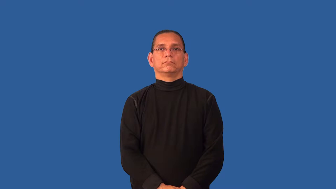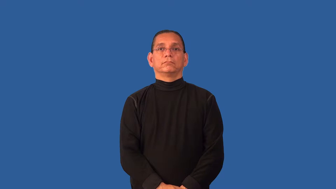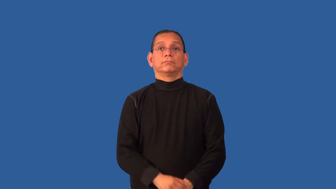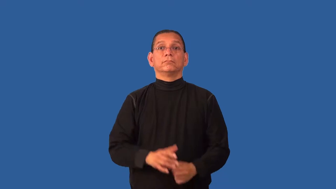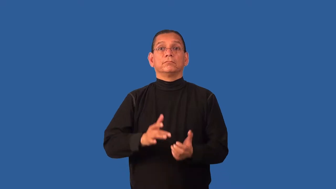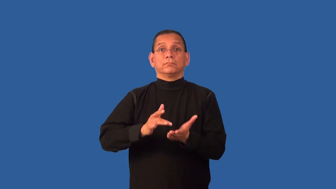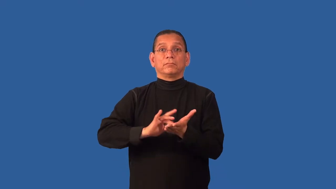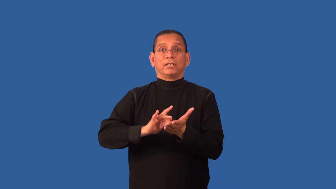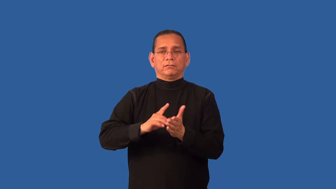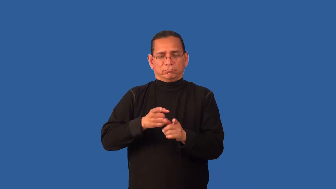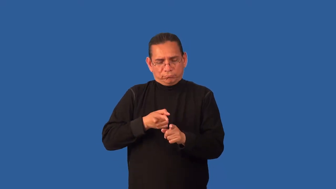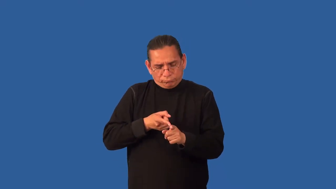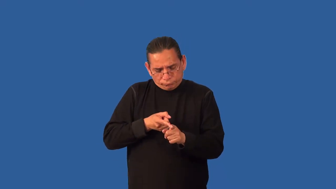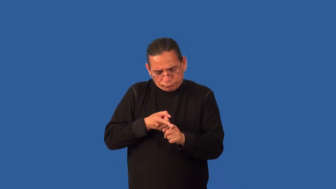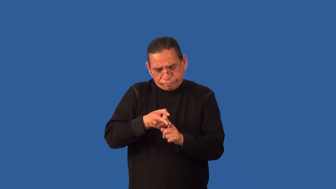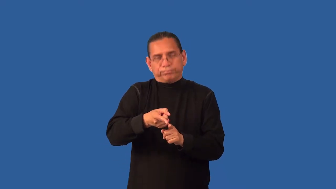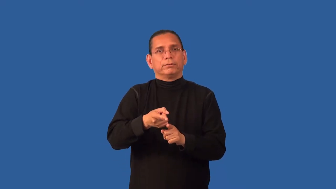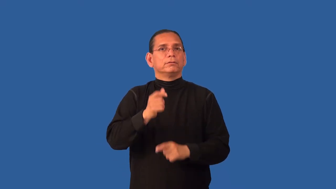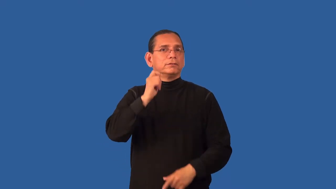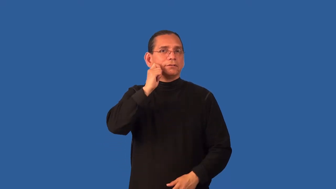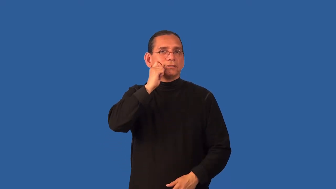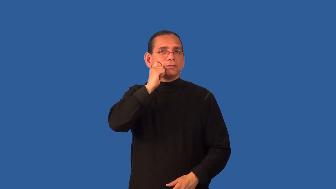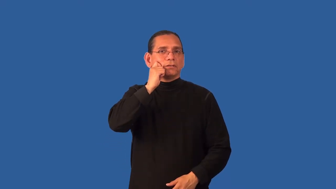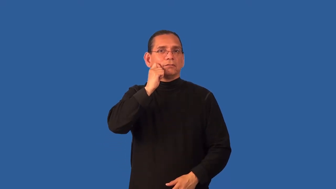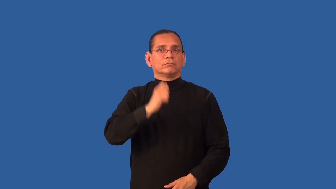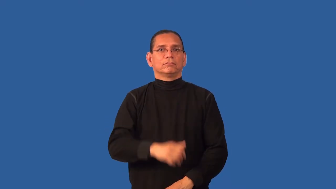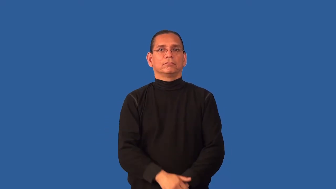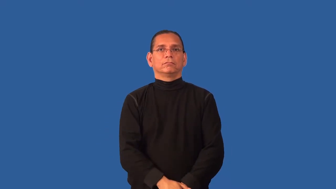dermatology